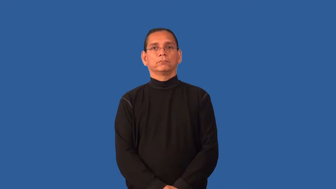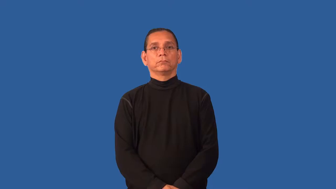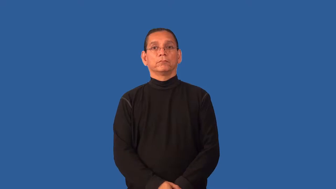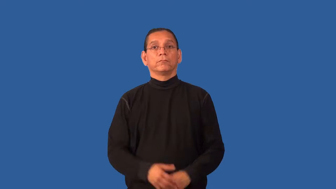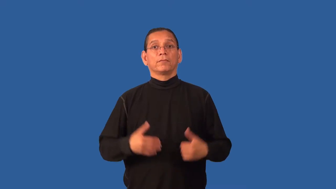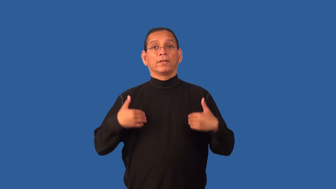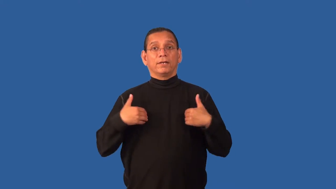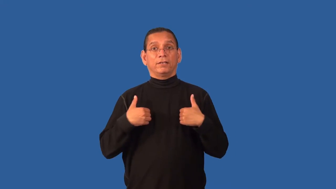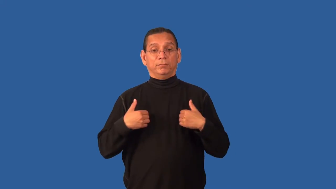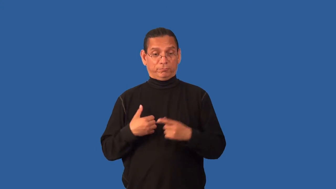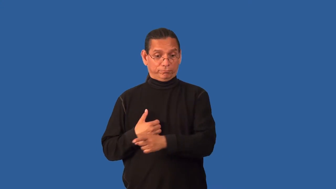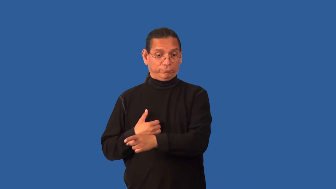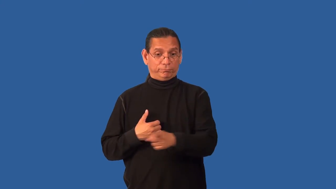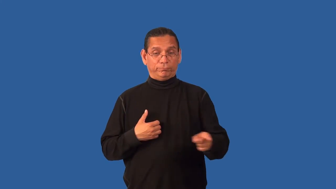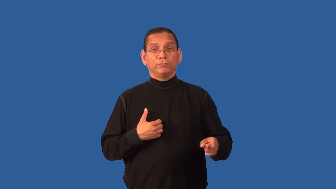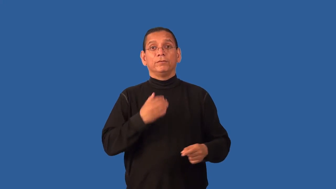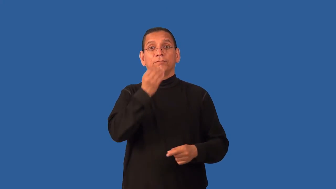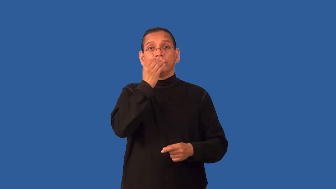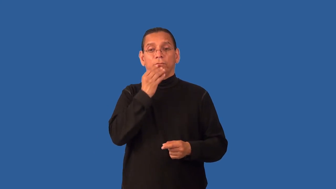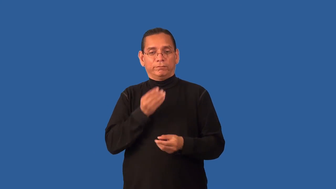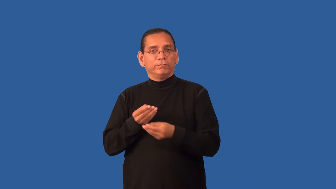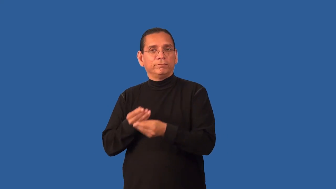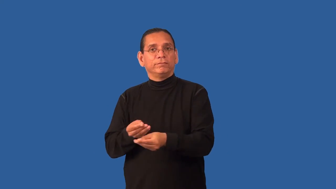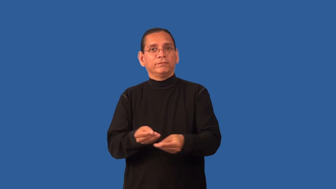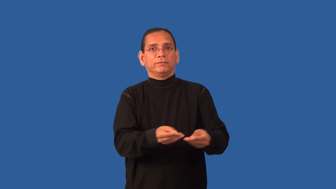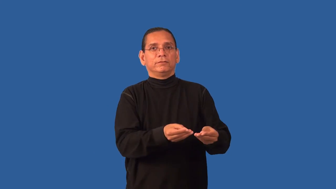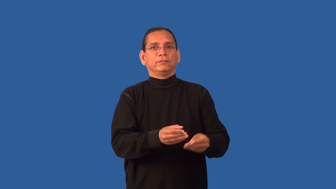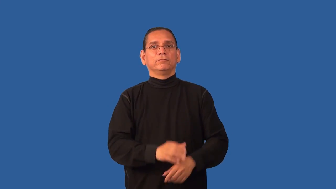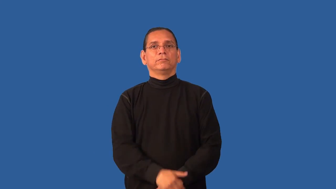feed-food for animals